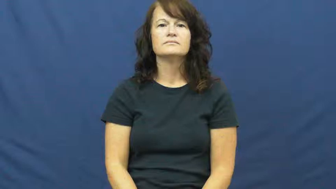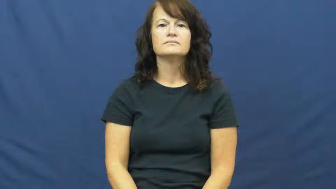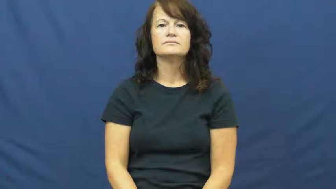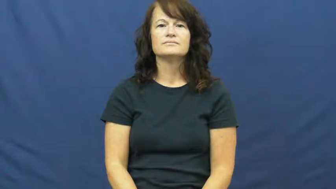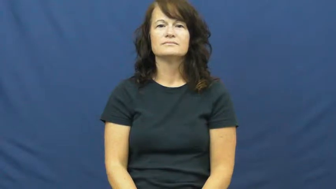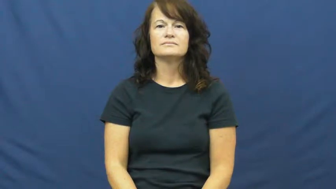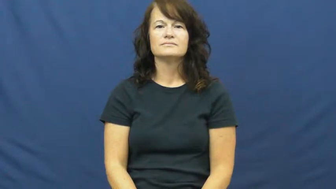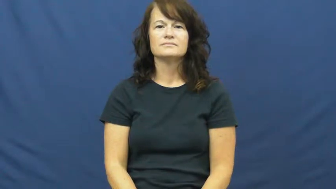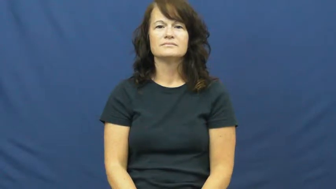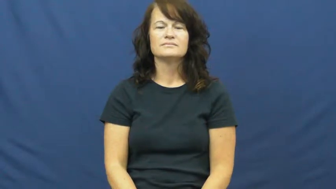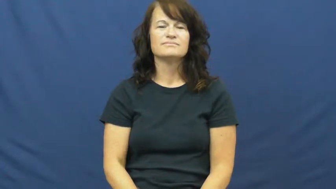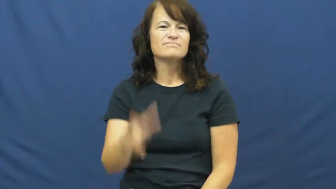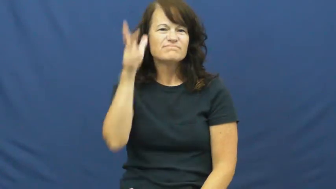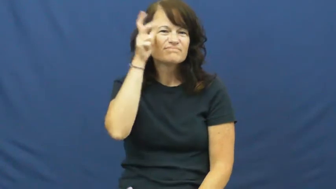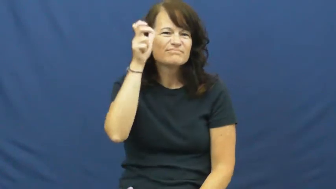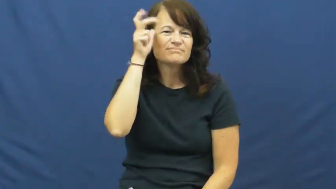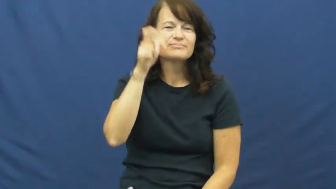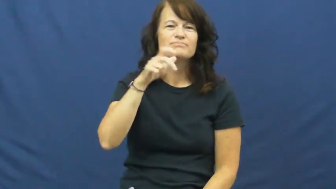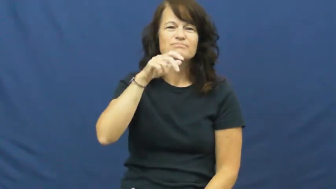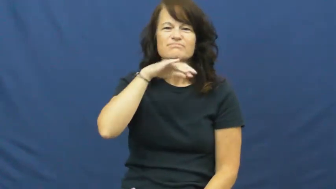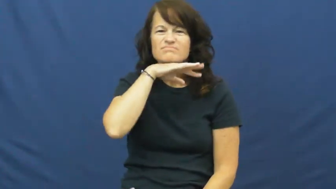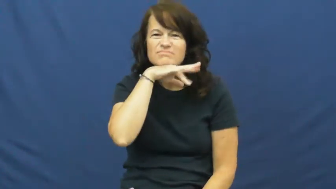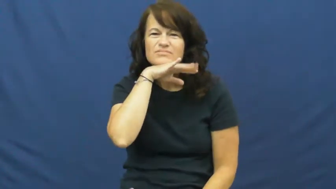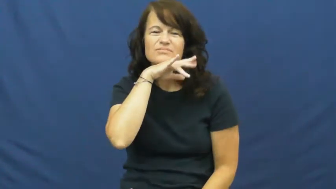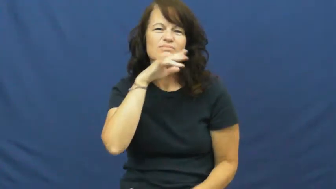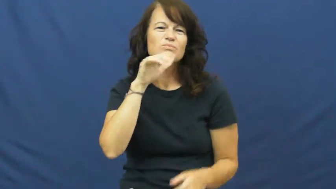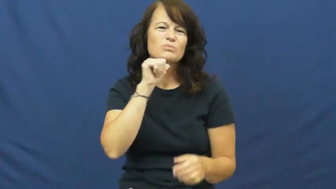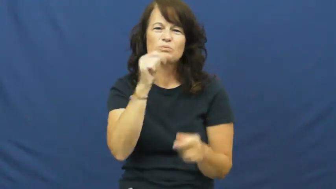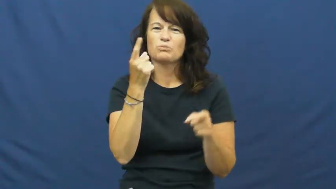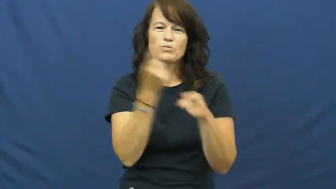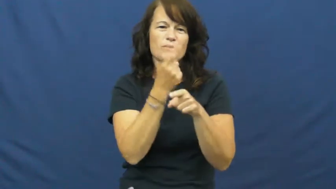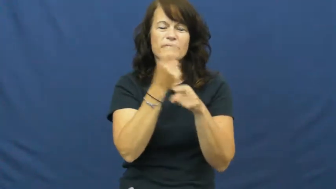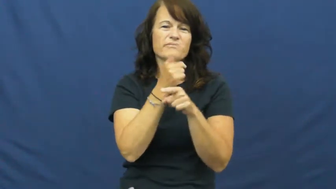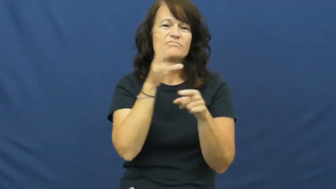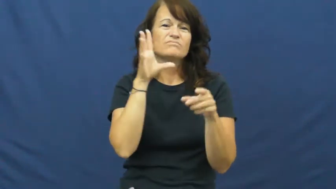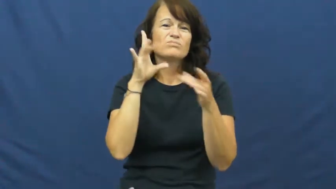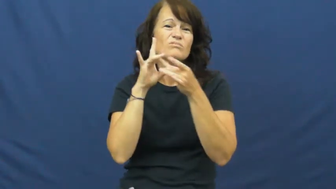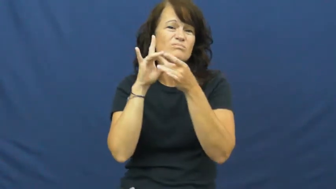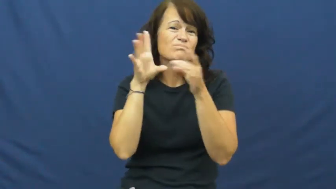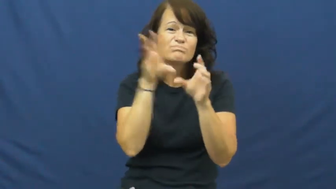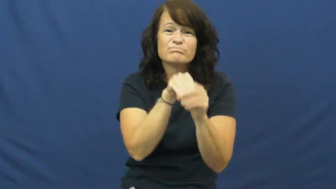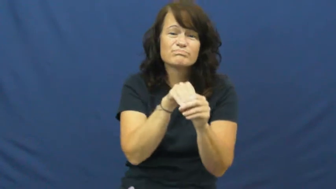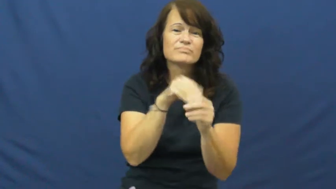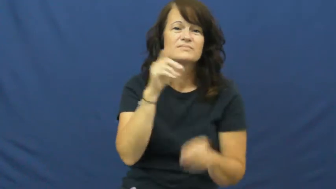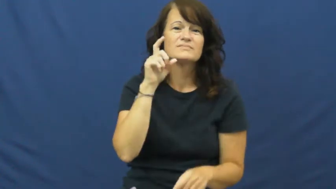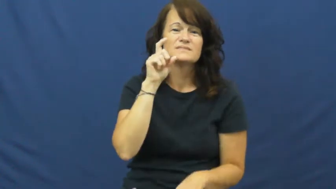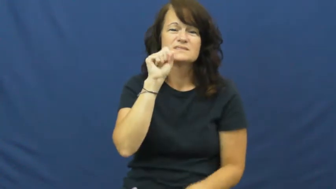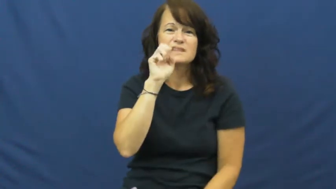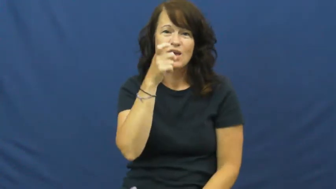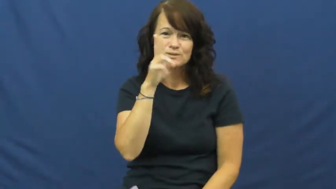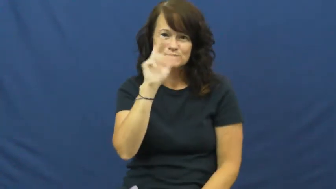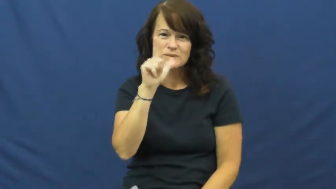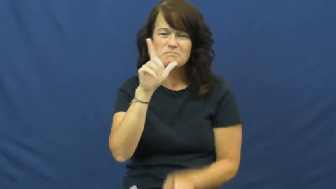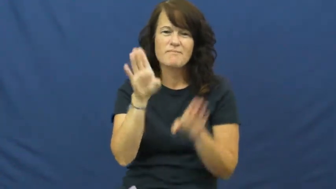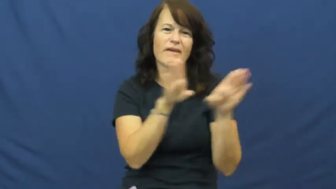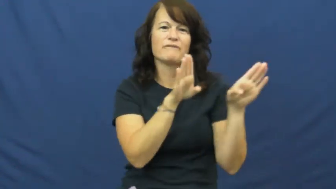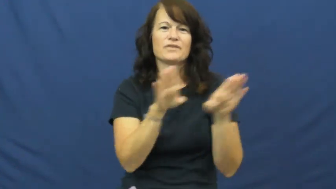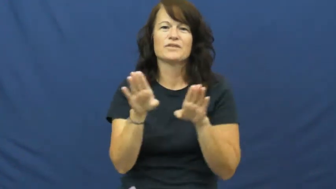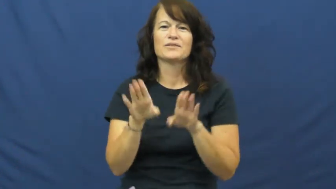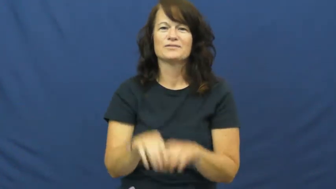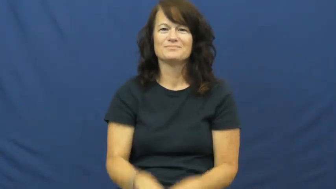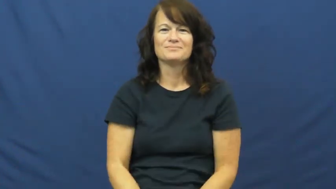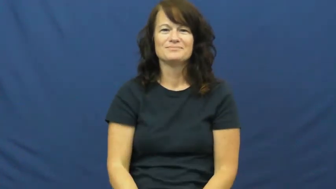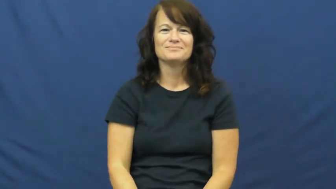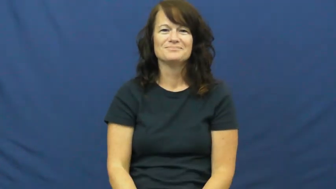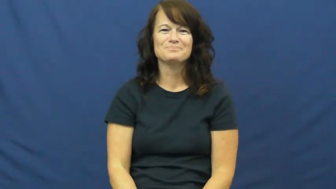lewd,ribald,randy,racy,dirty,filthy,naughty,louche,lubricious,blue,fruity